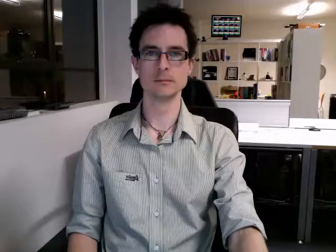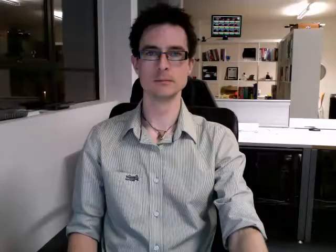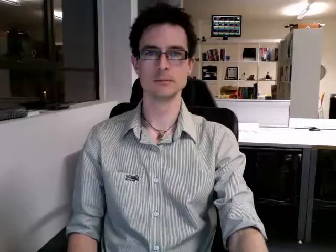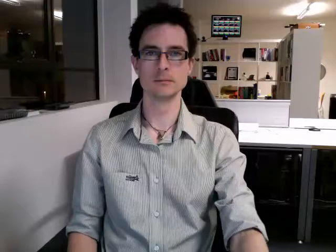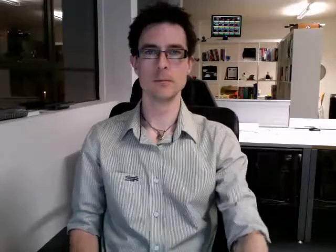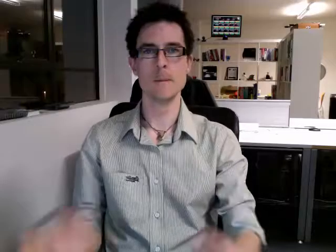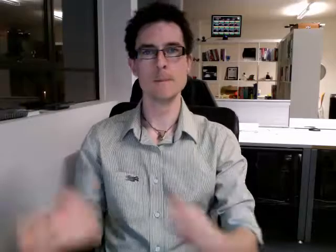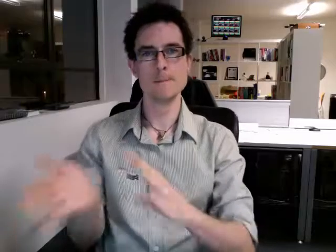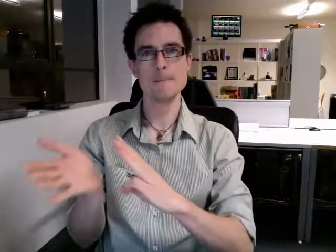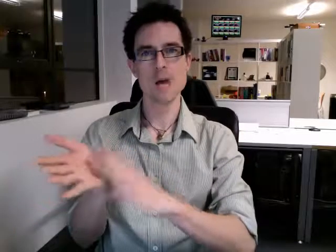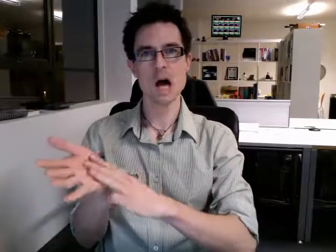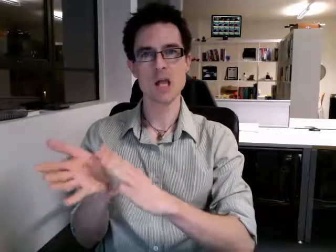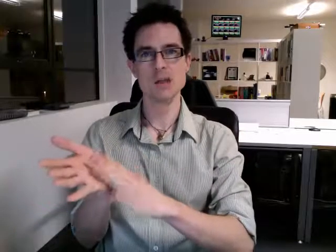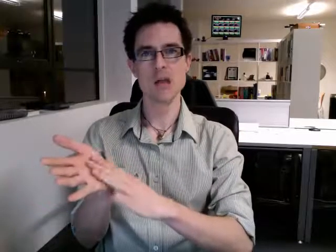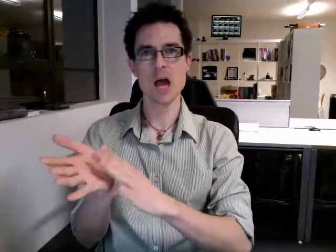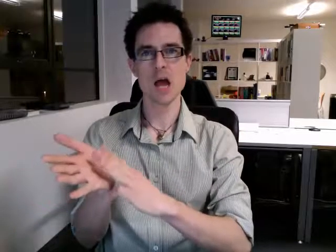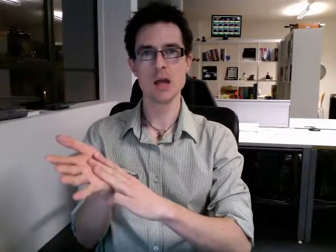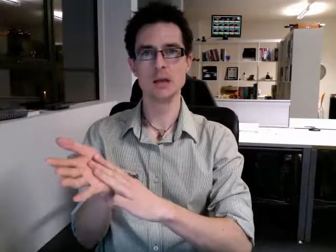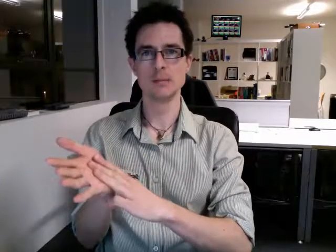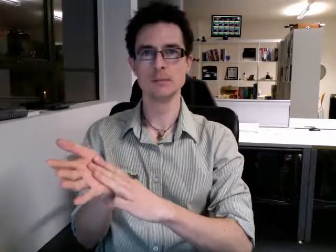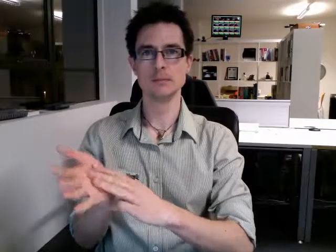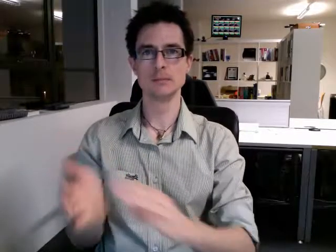monday